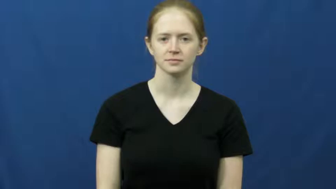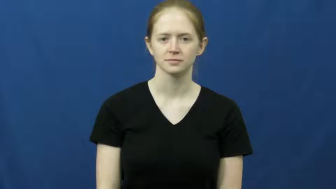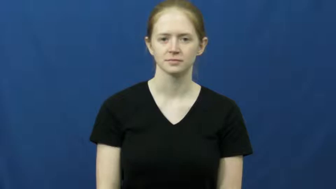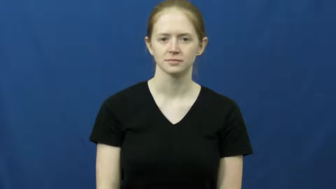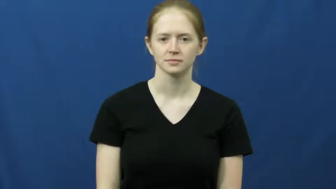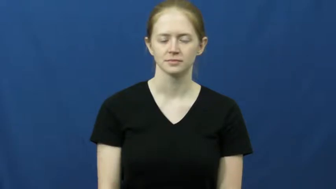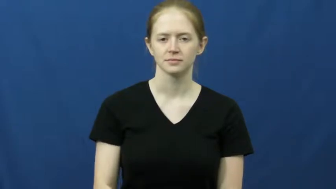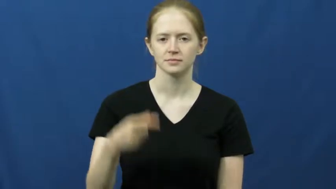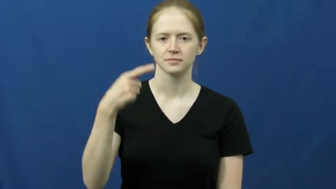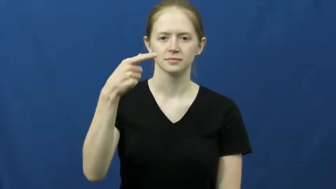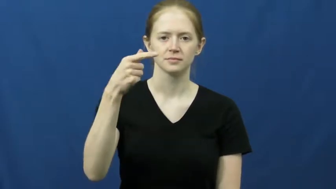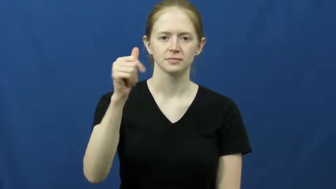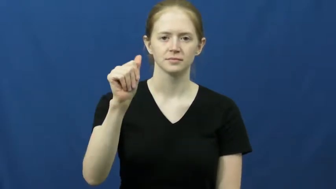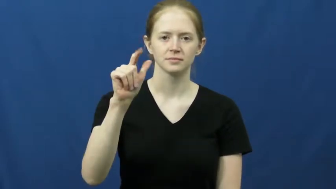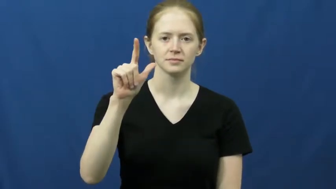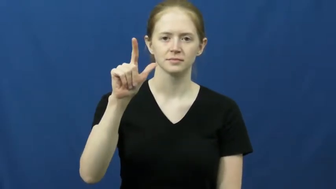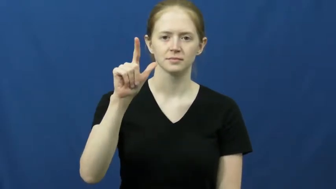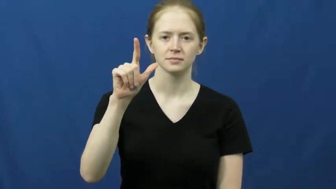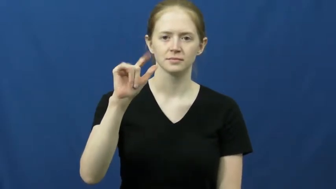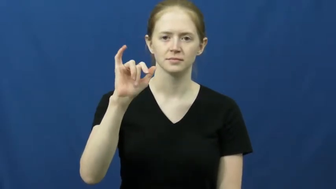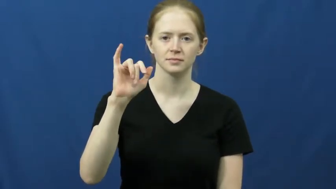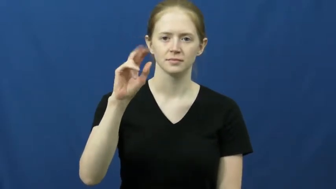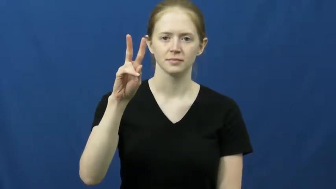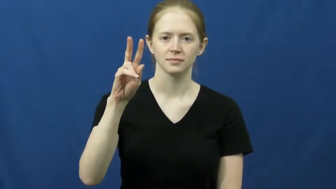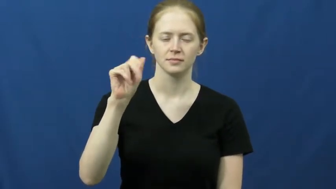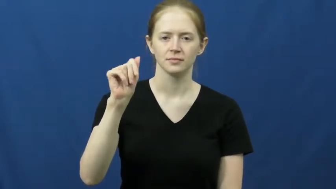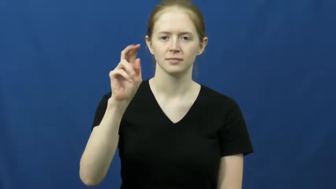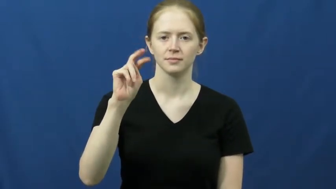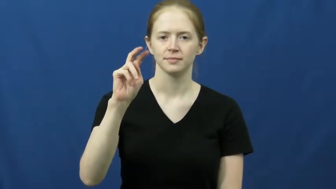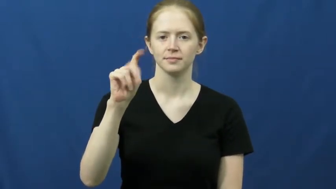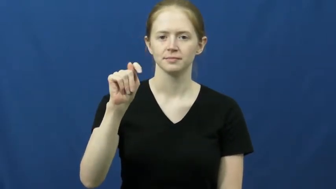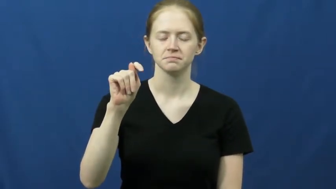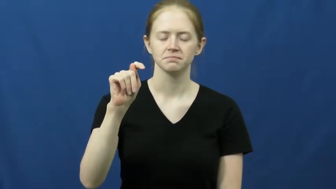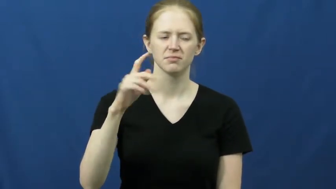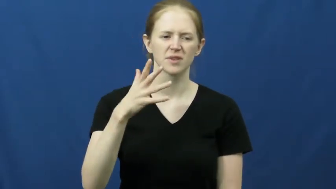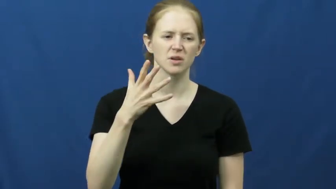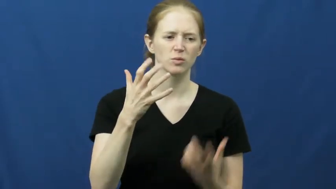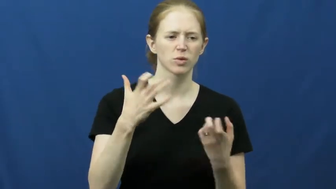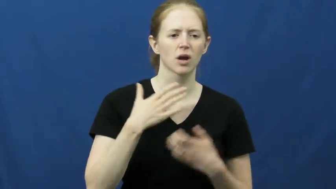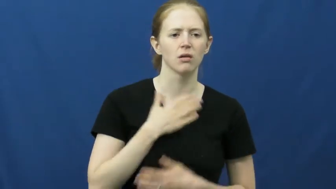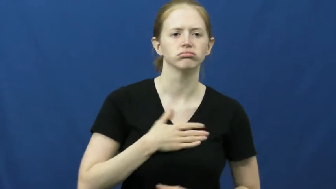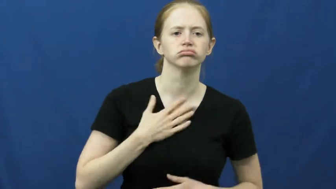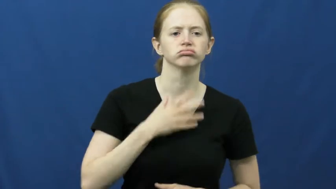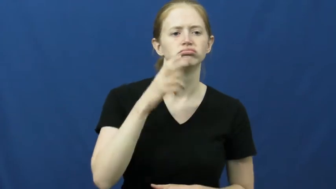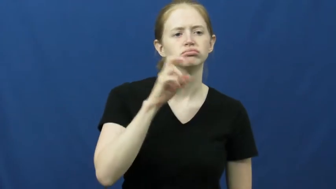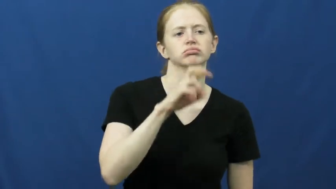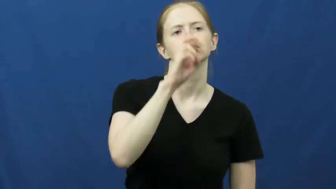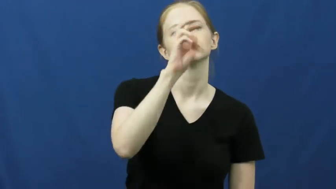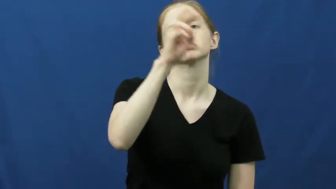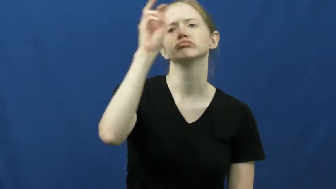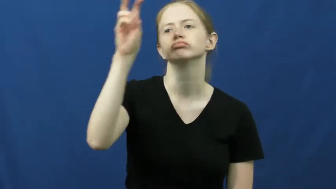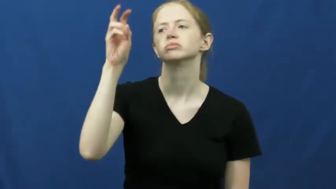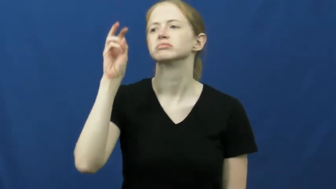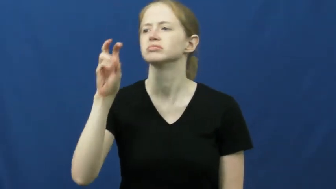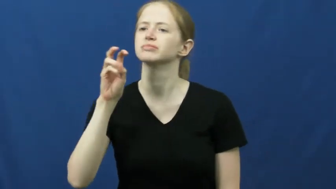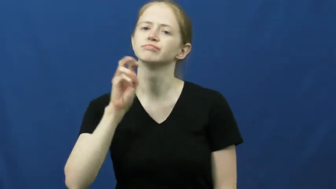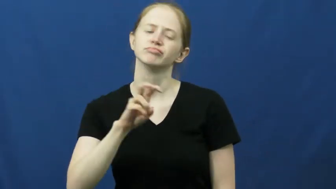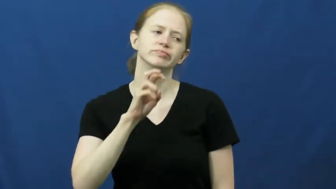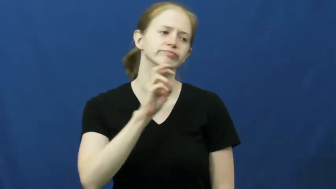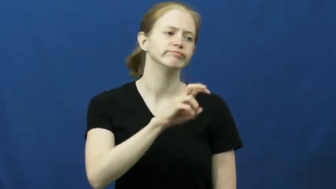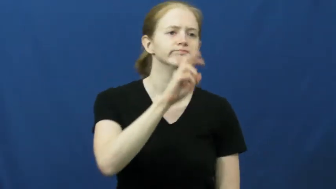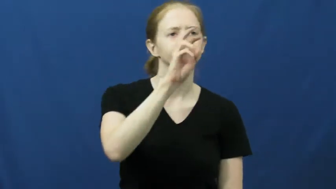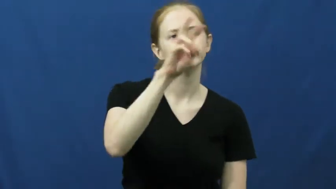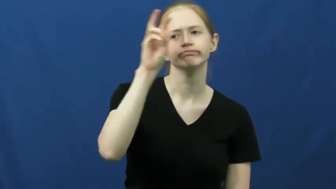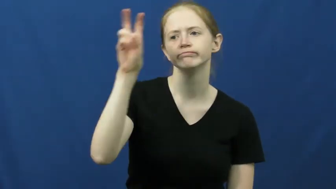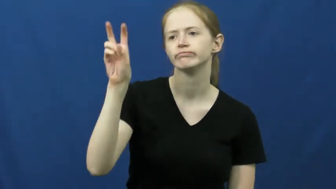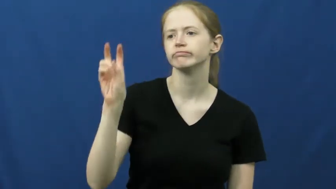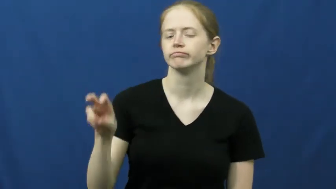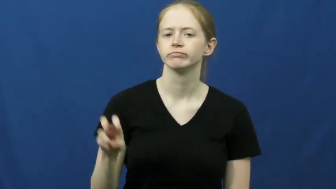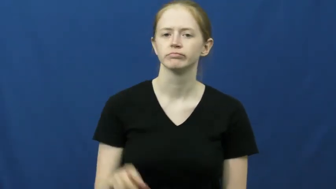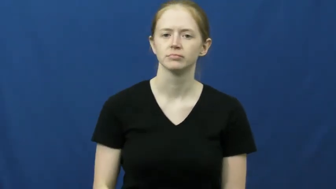gallivant